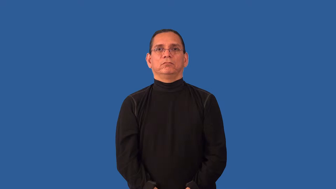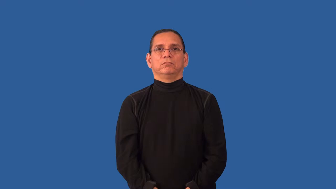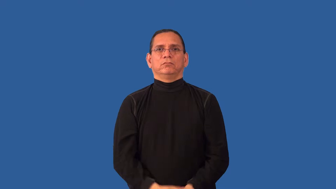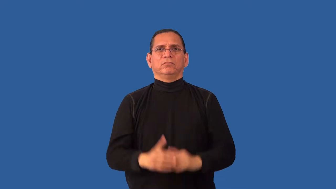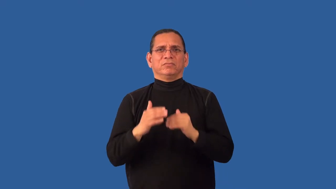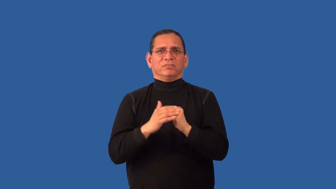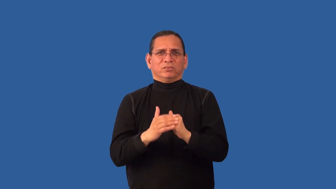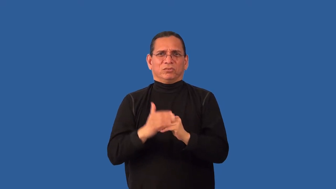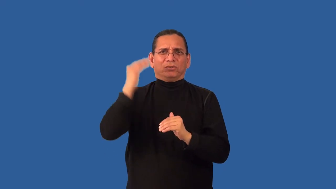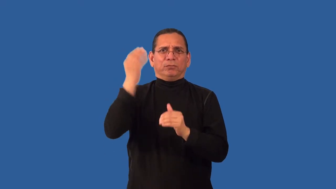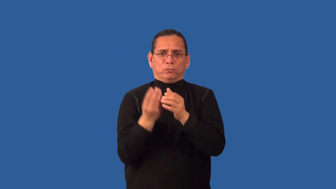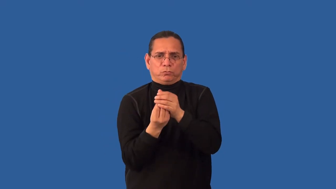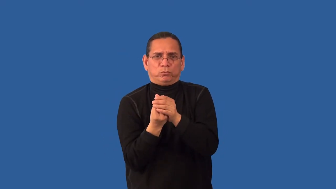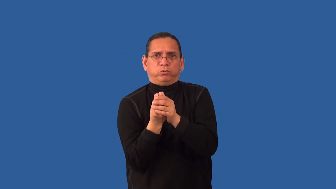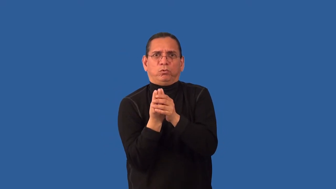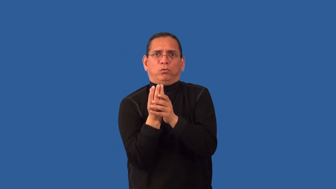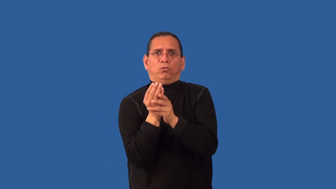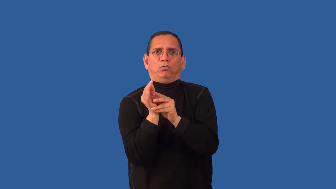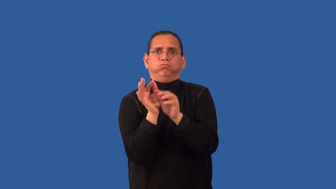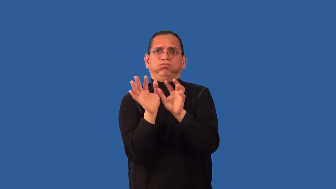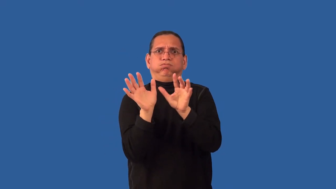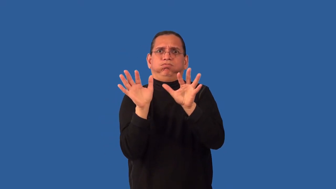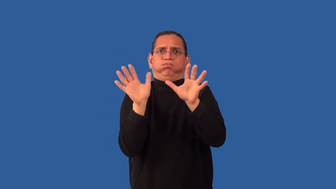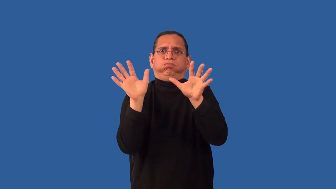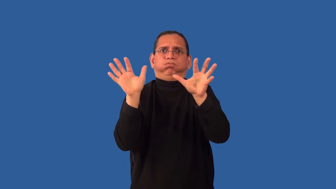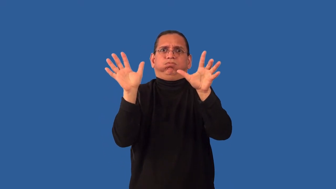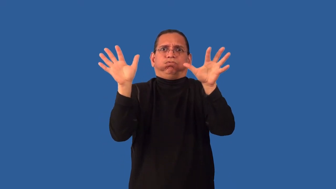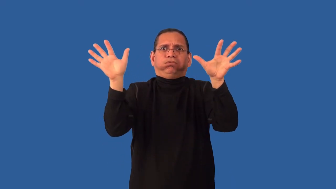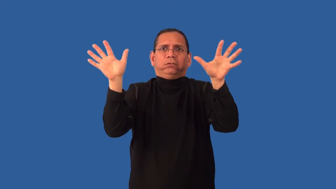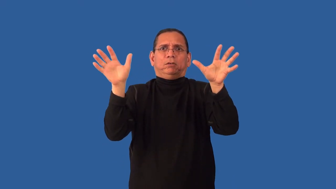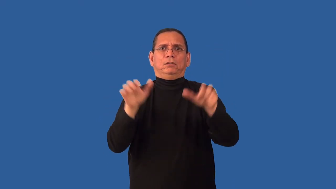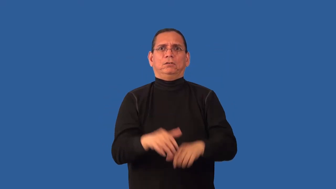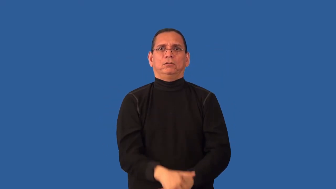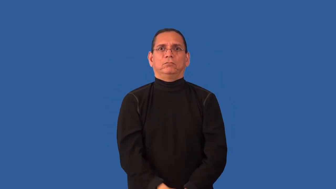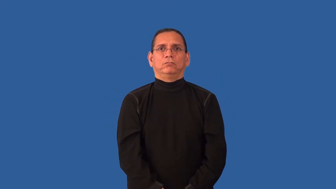overgrow